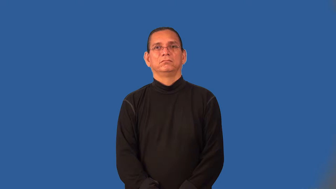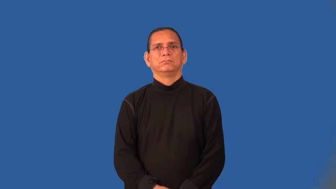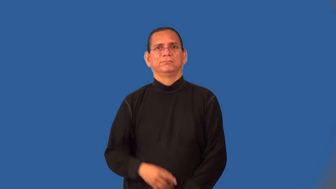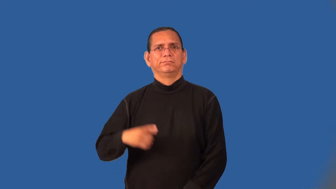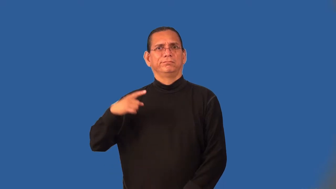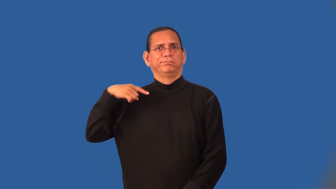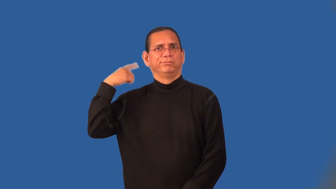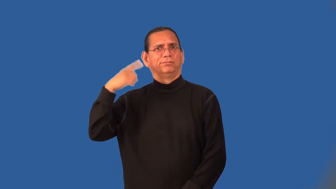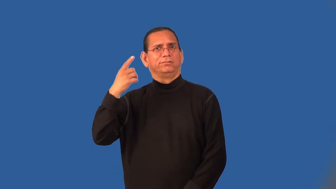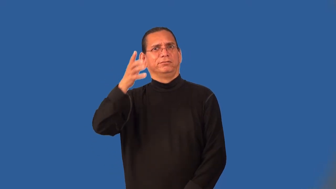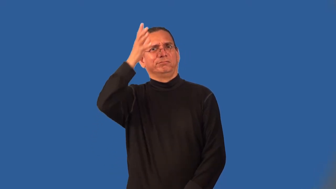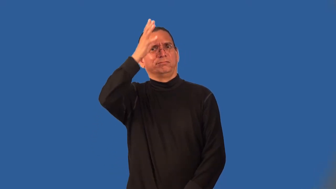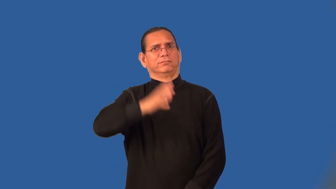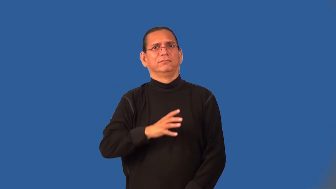madman